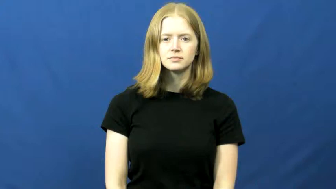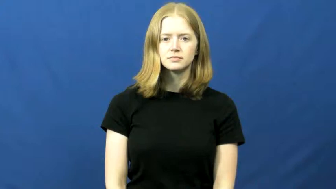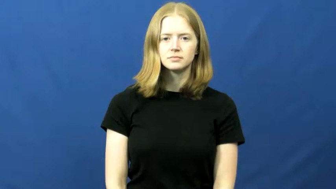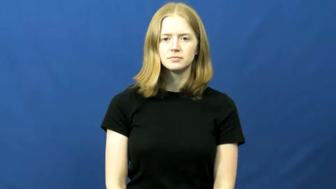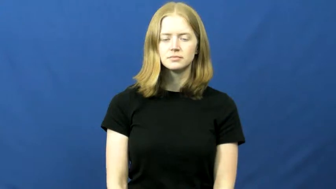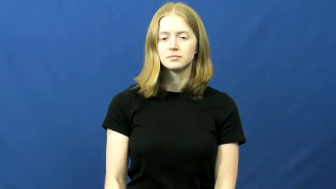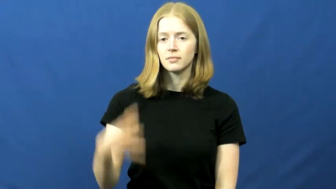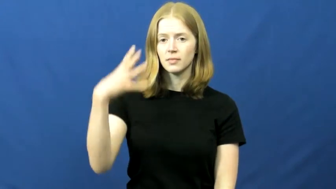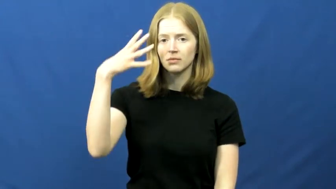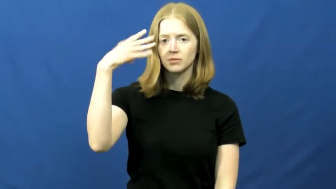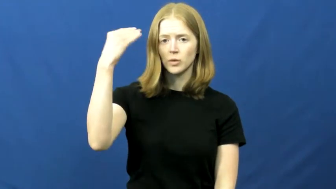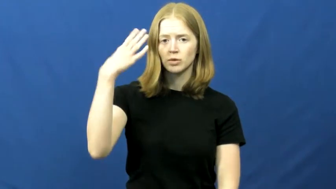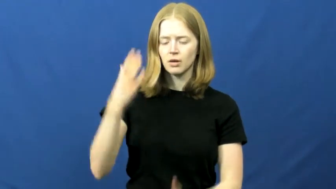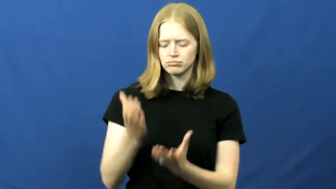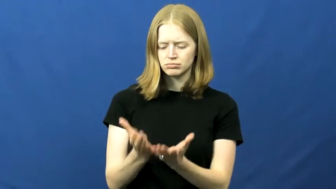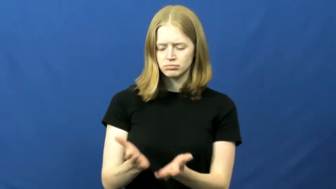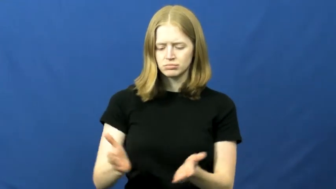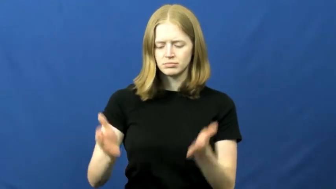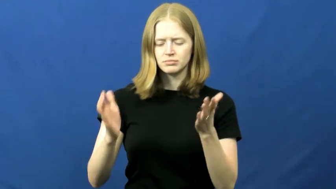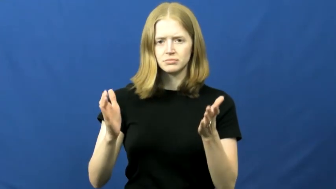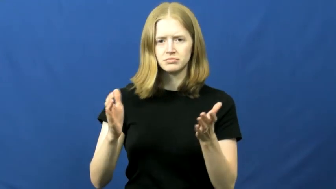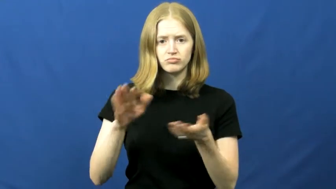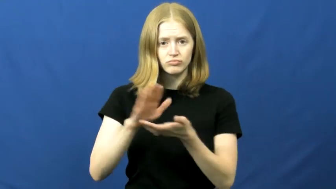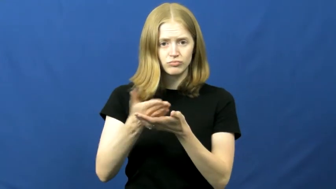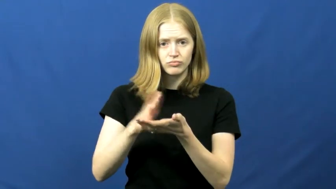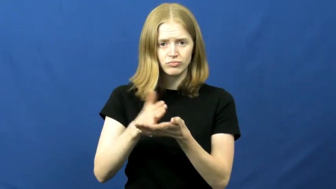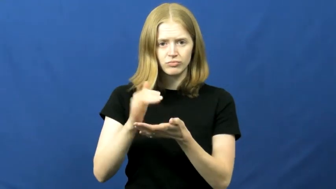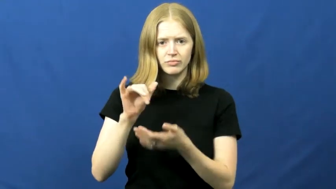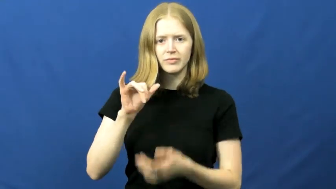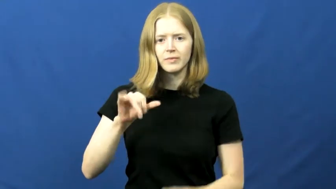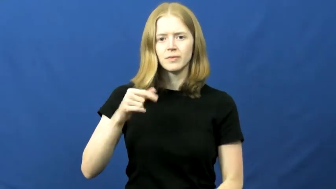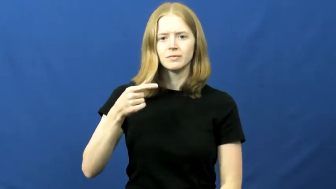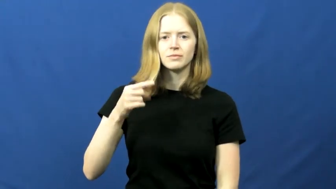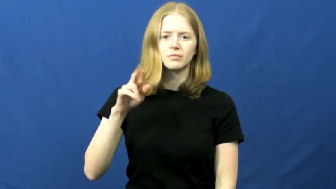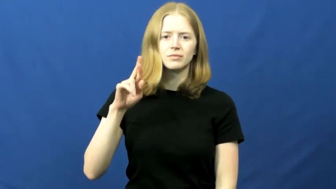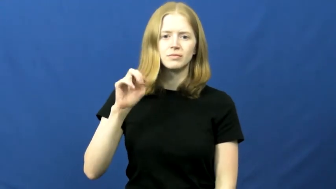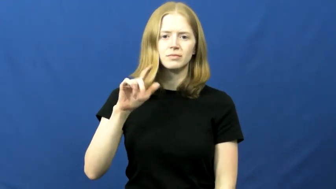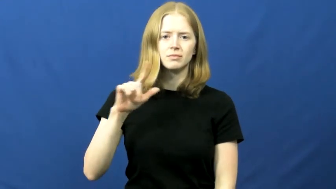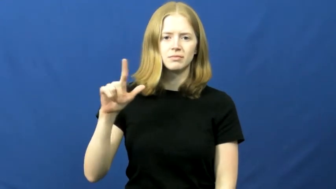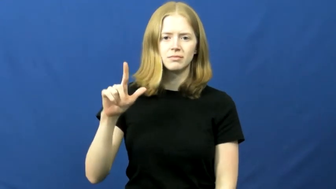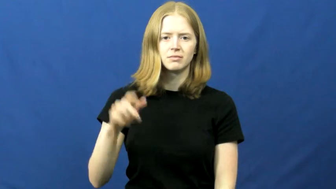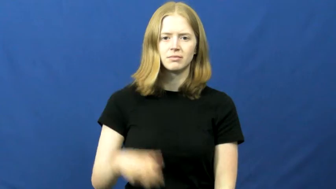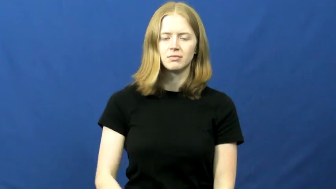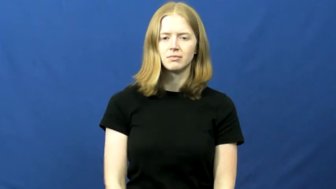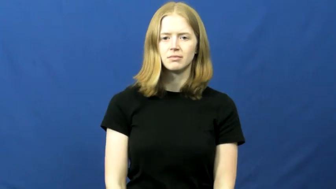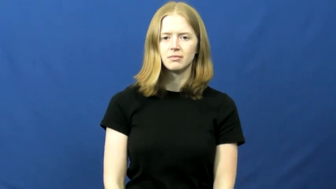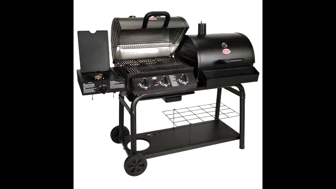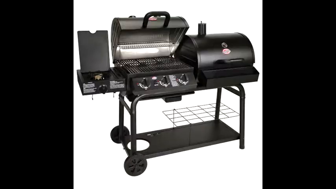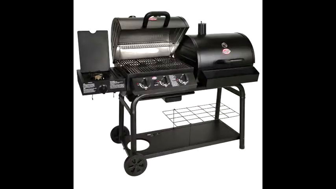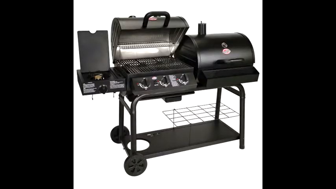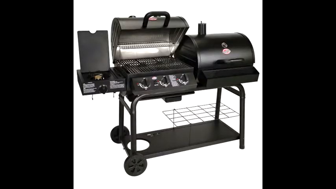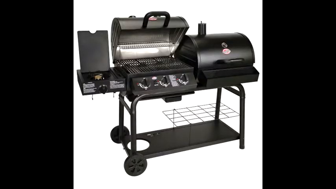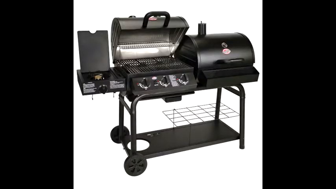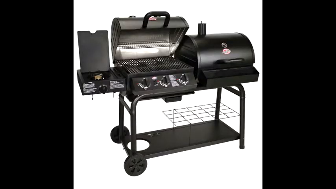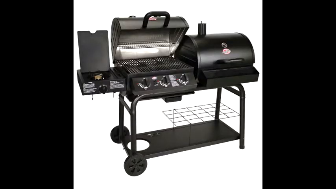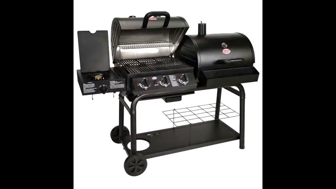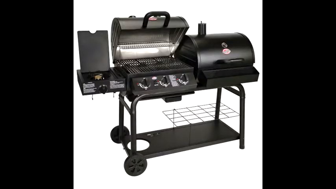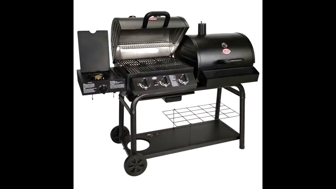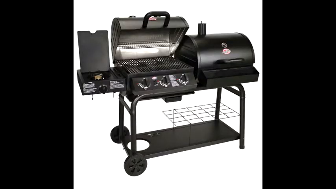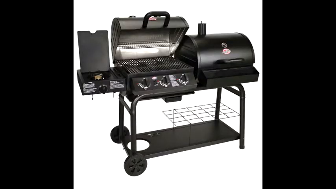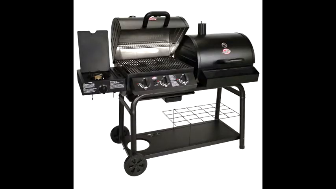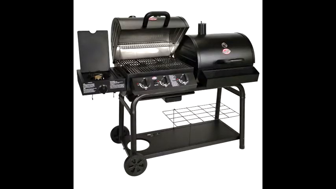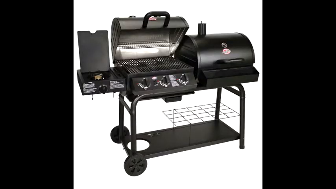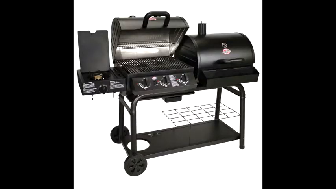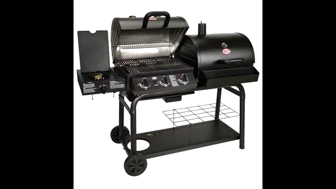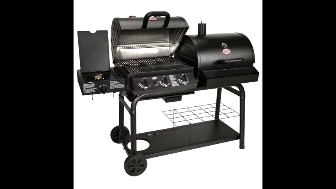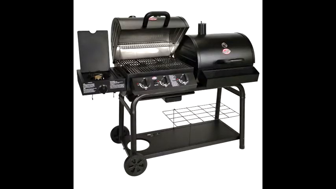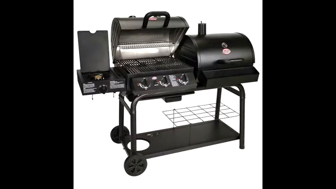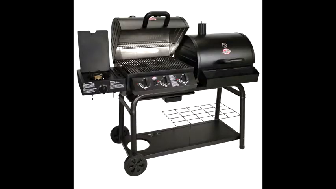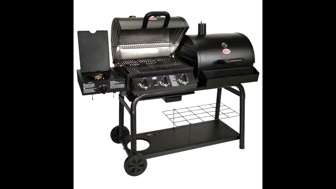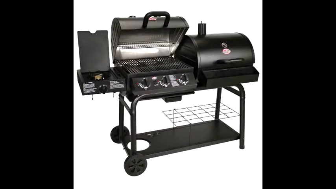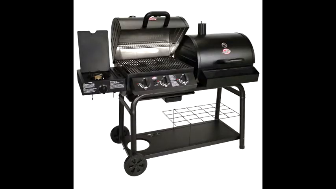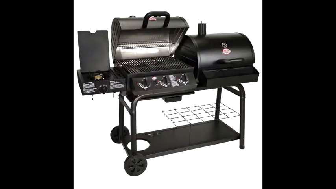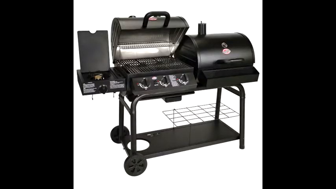grill,grill up-cook